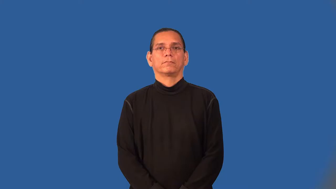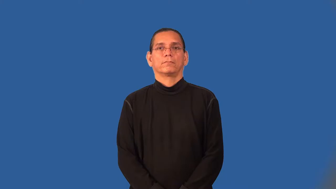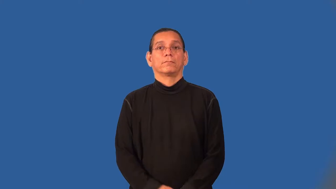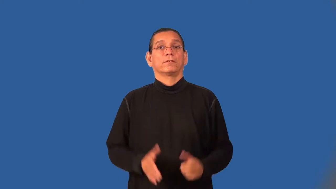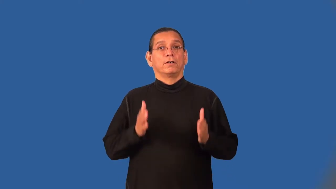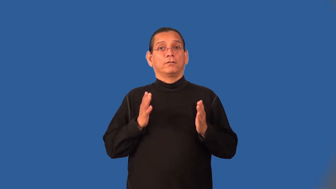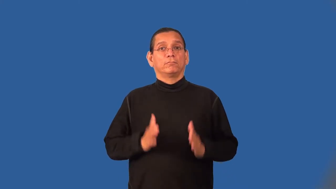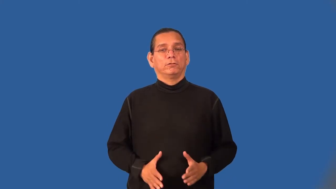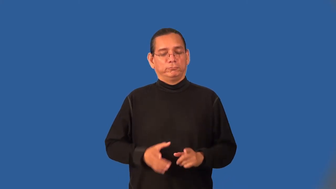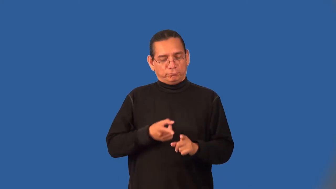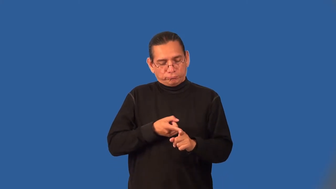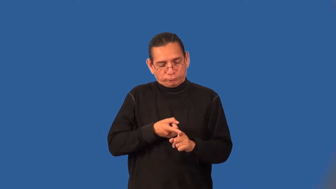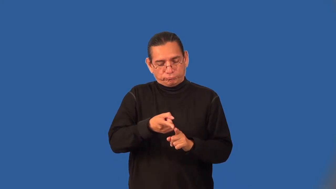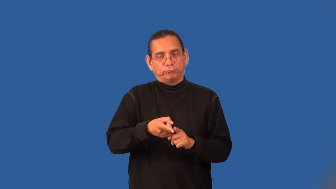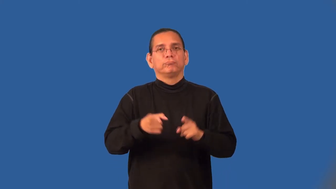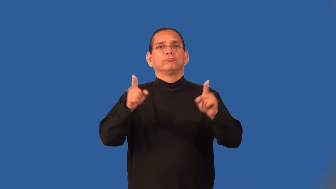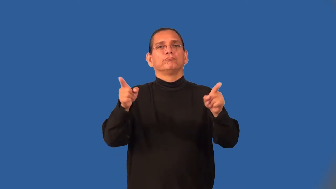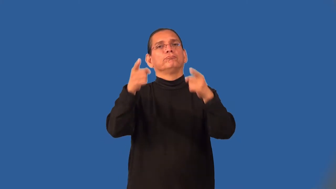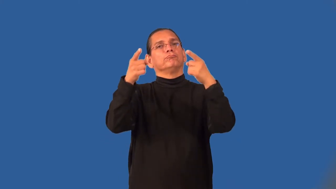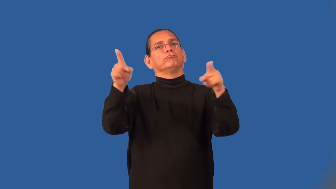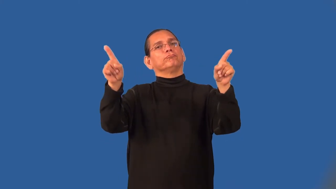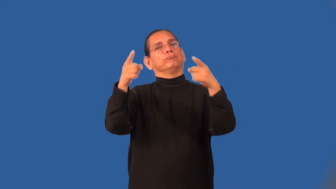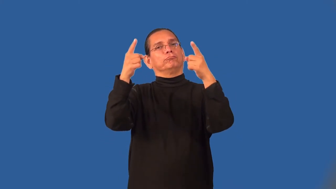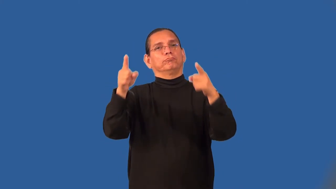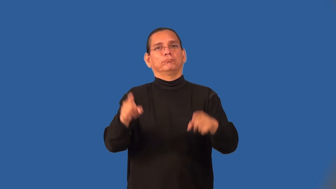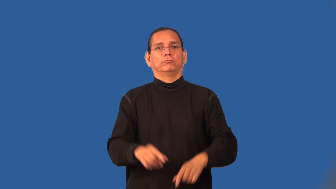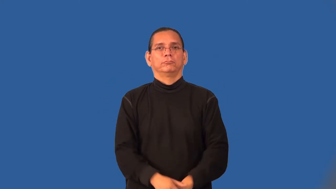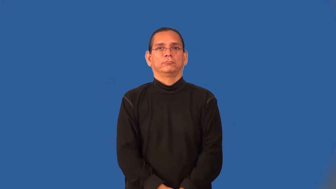choirmaster